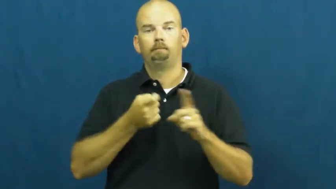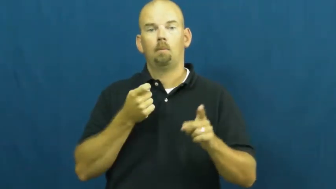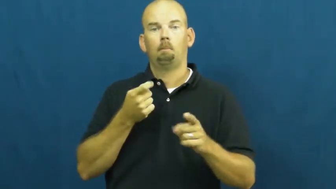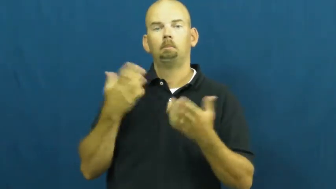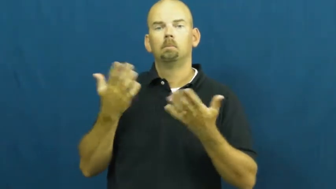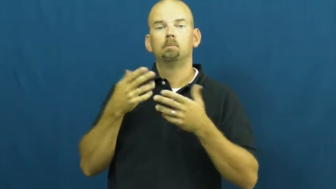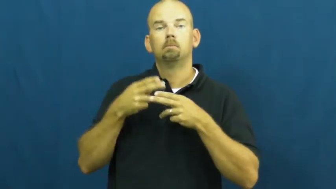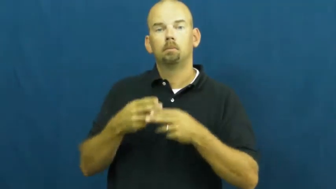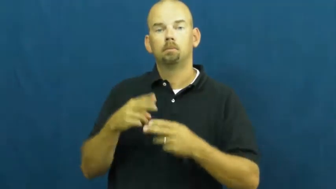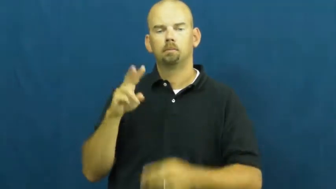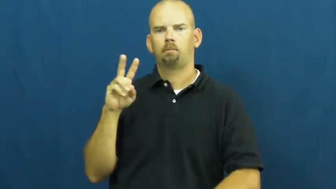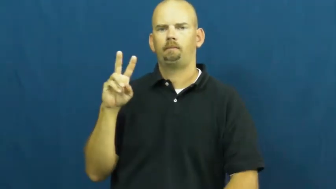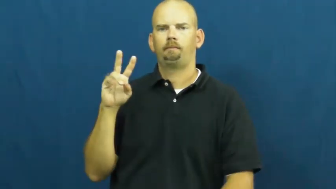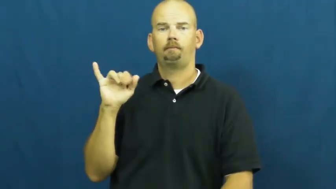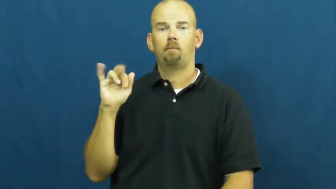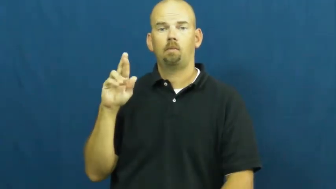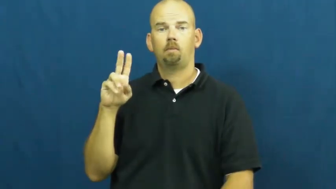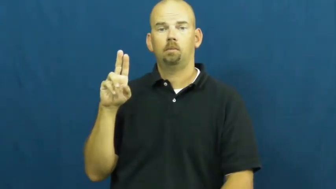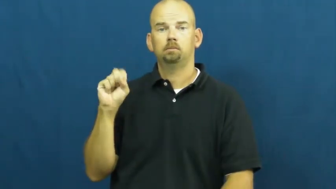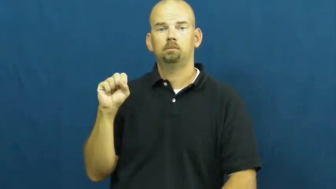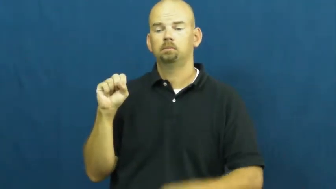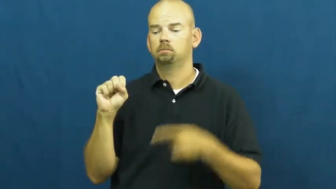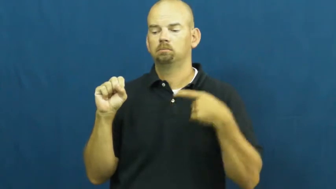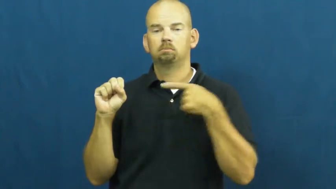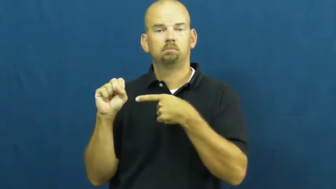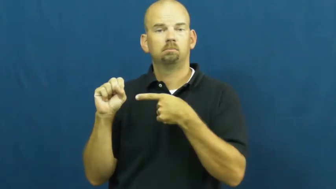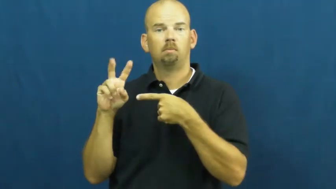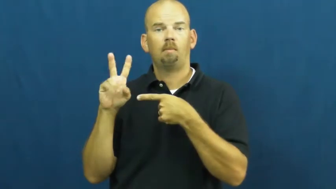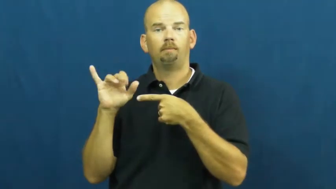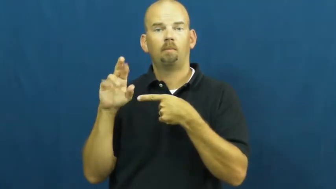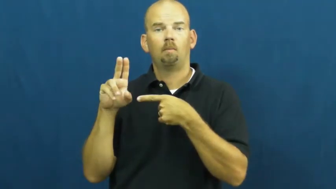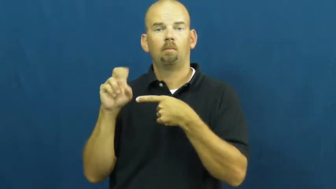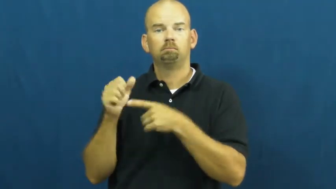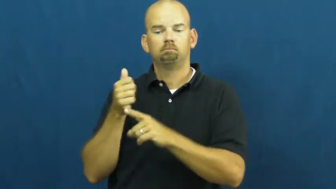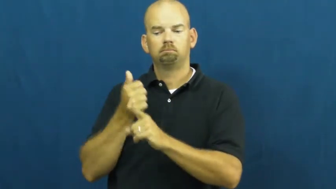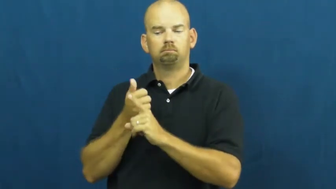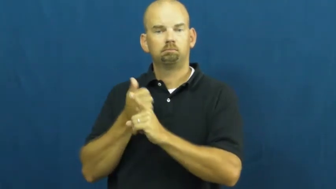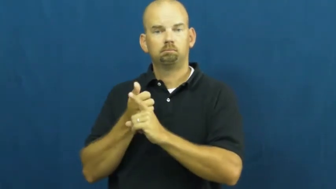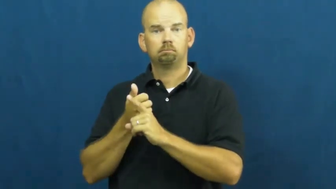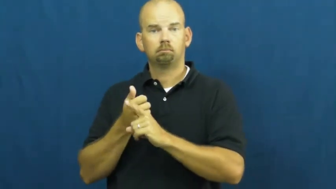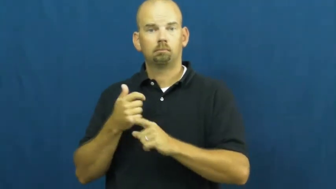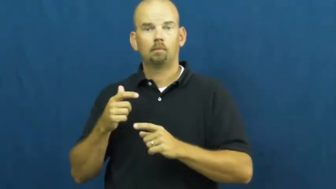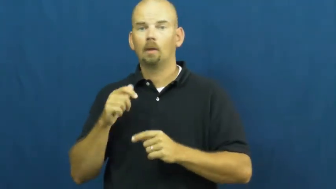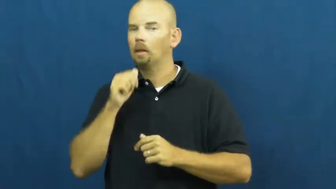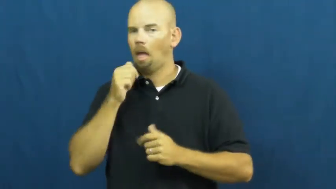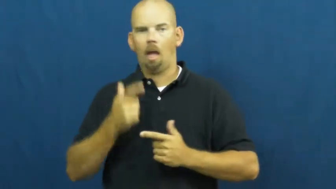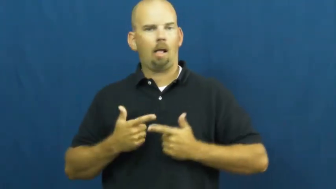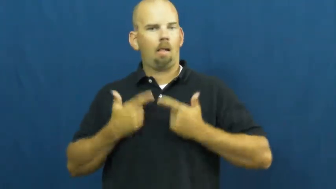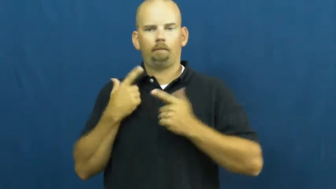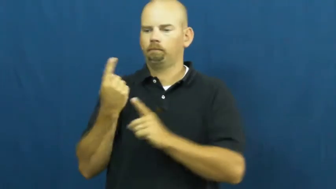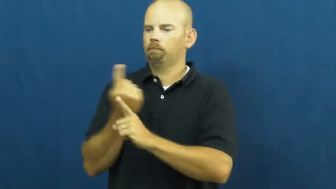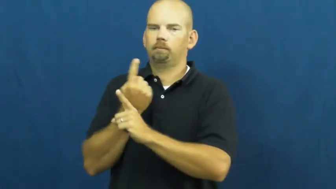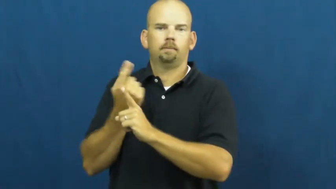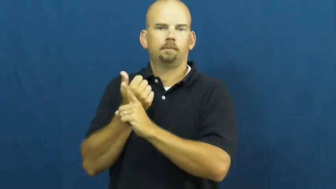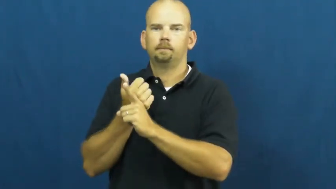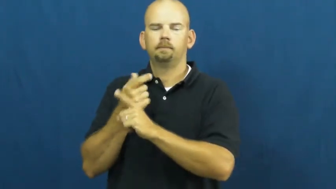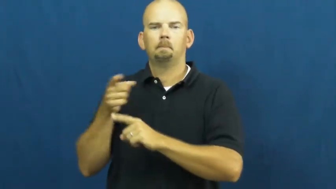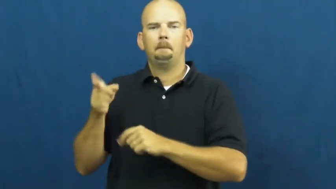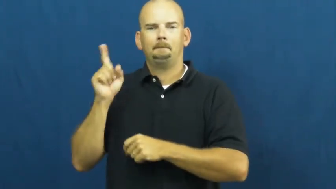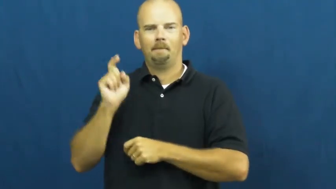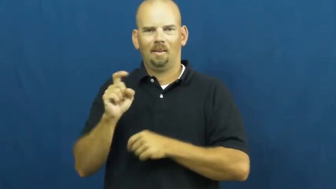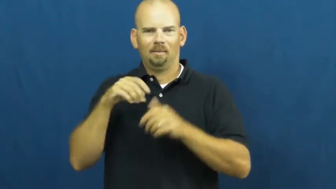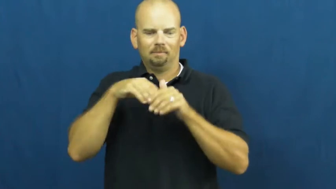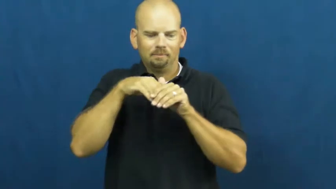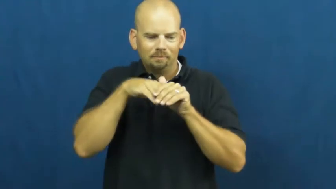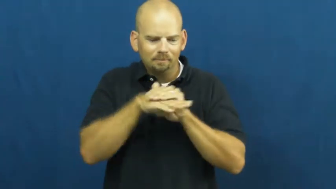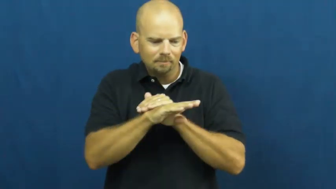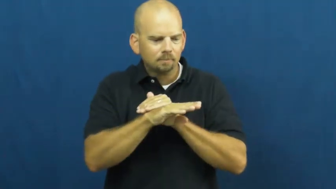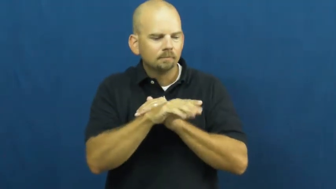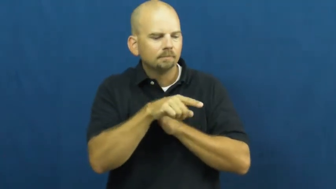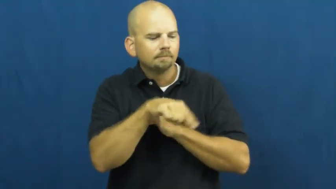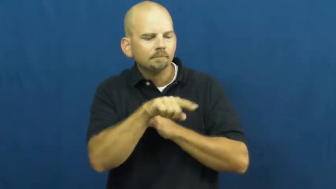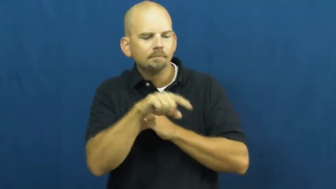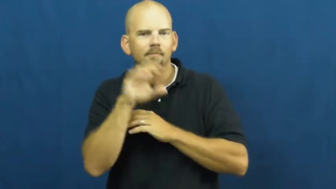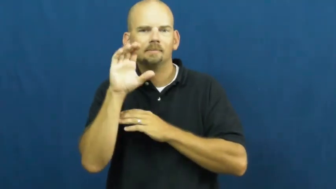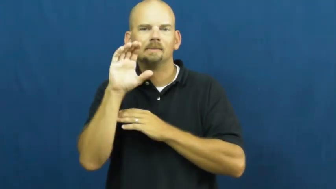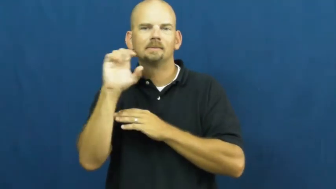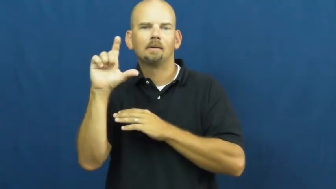virus-sick